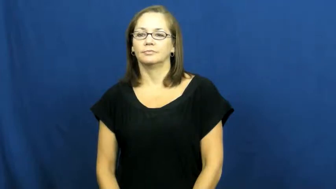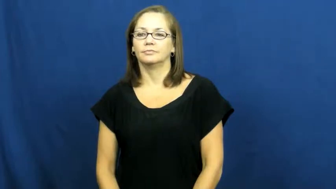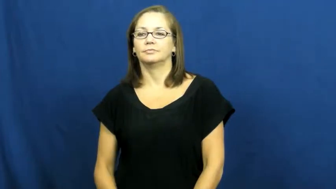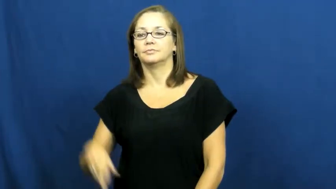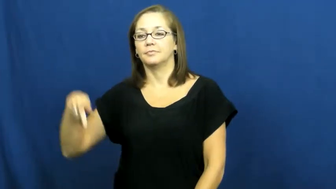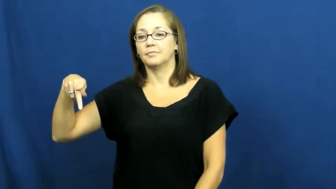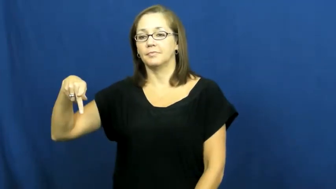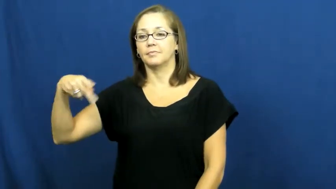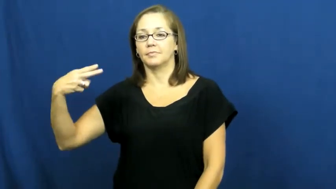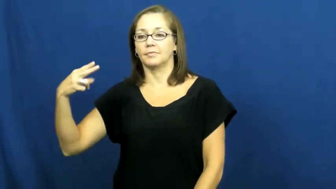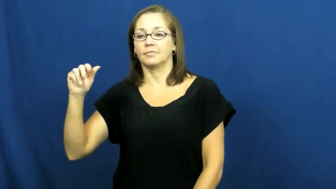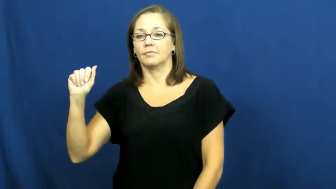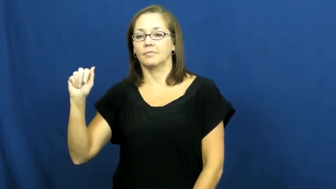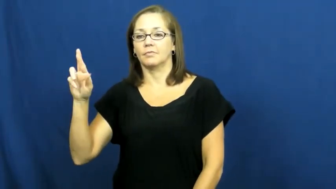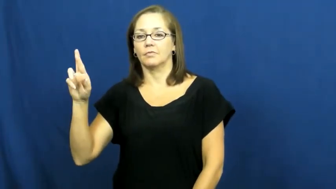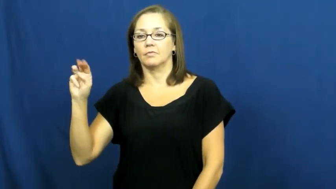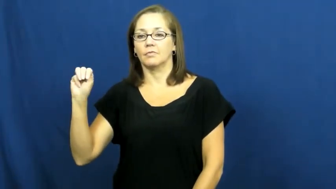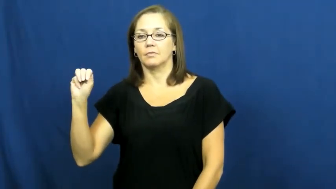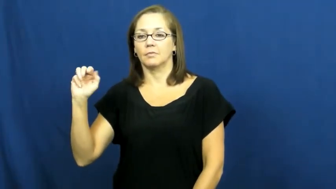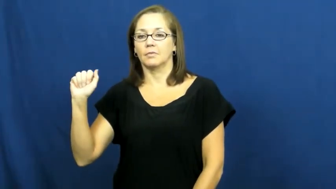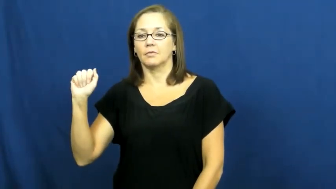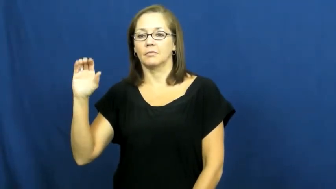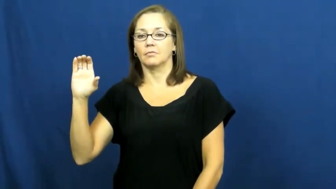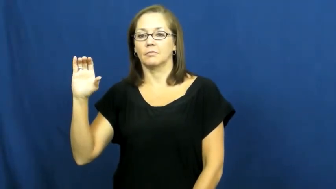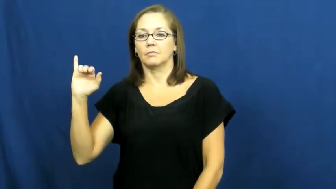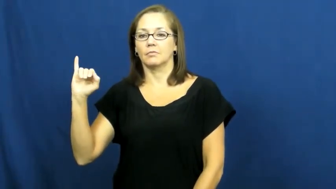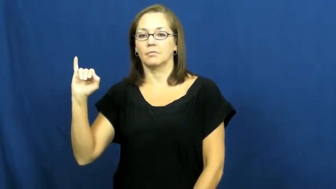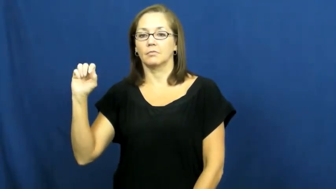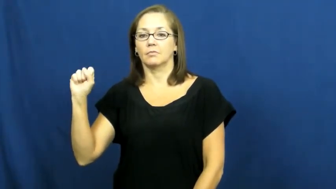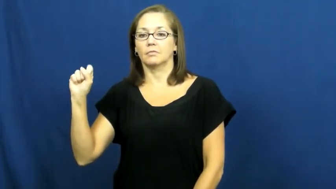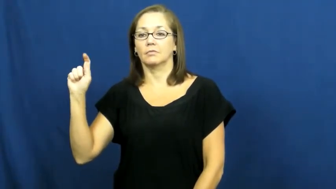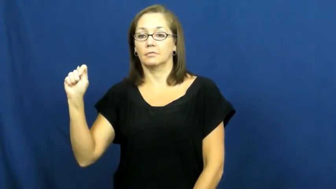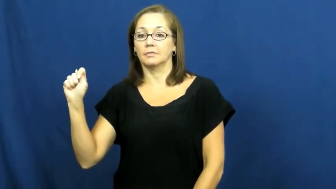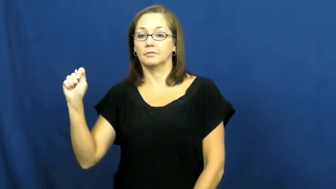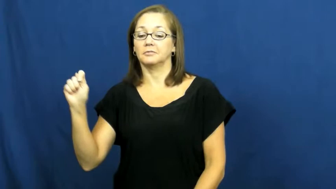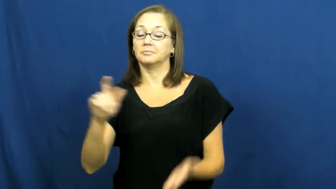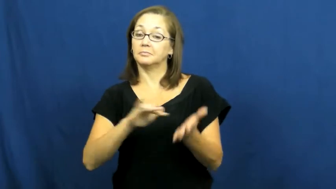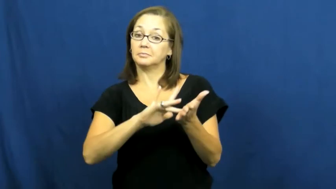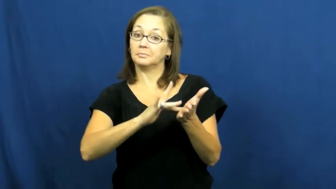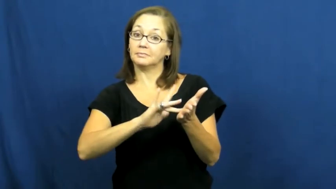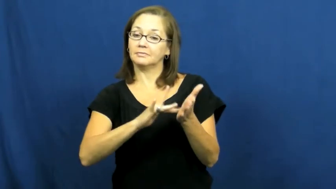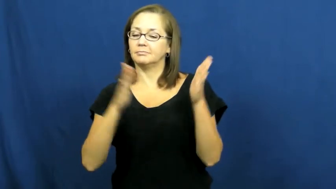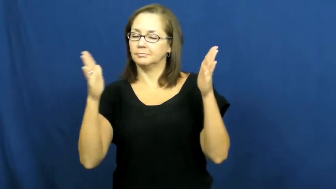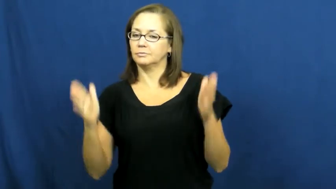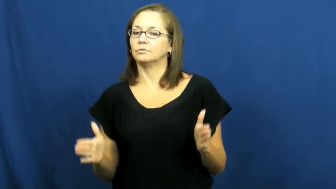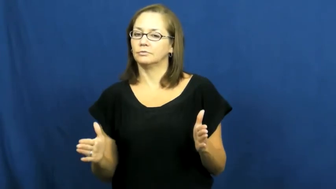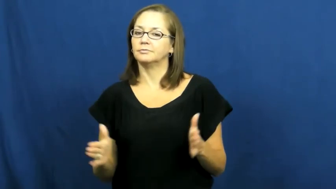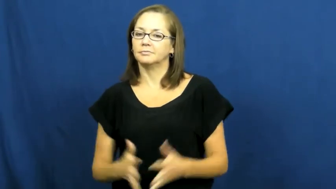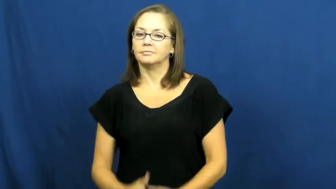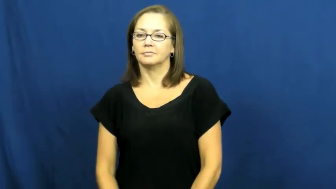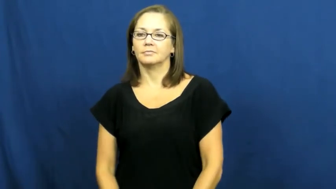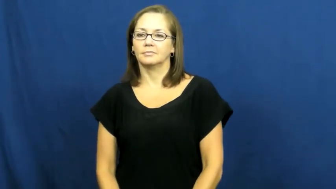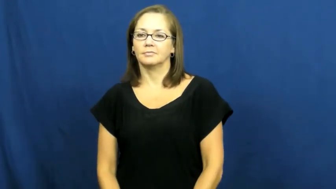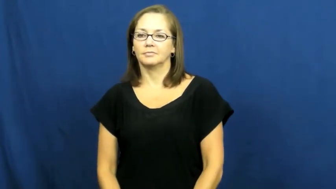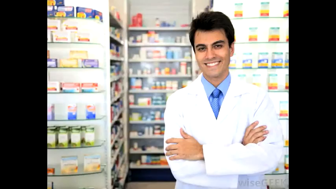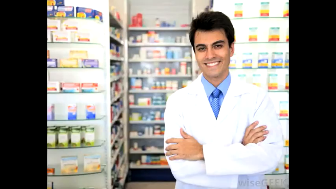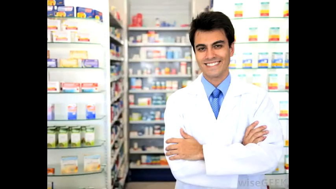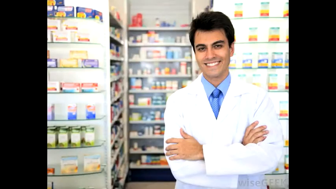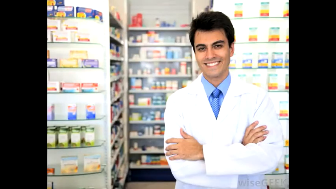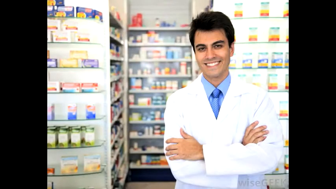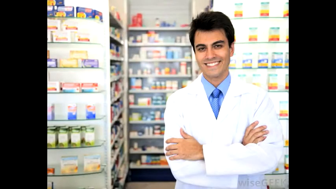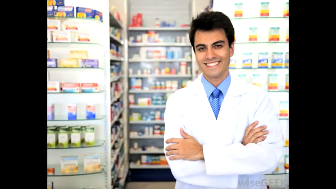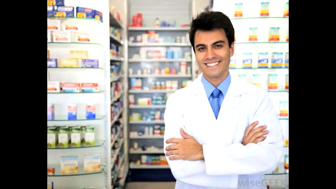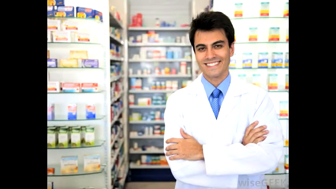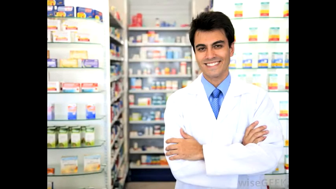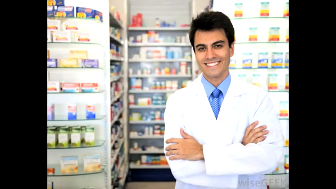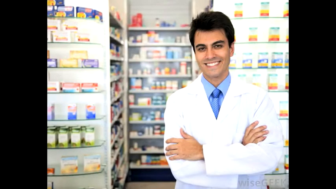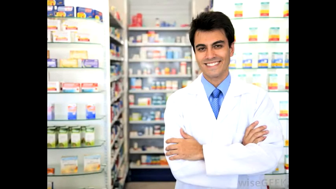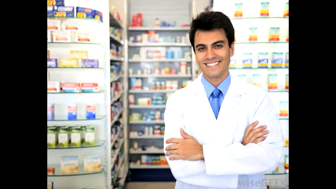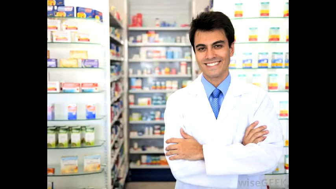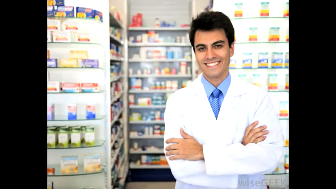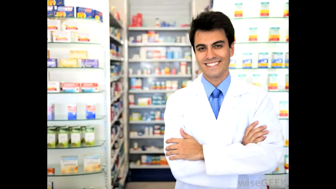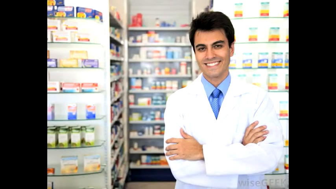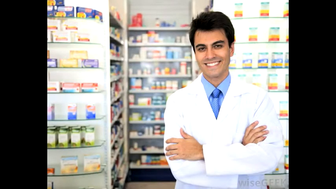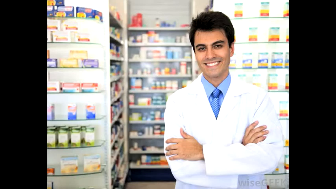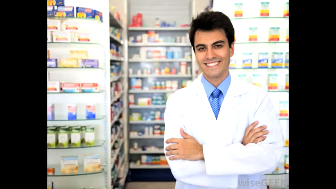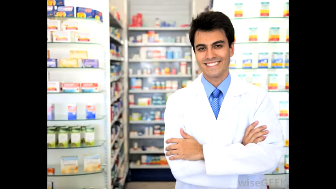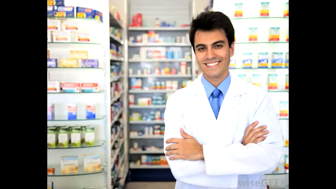pharmacist